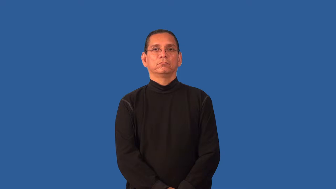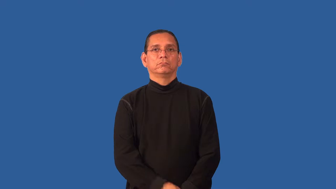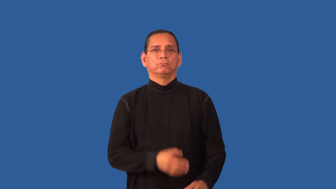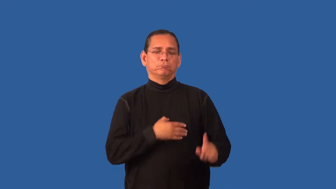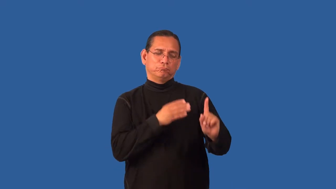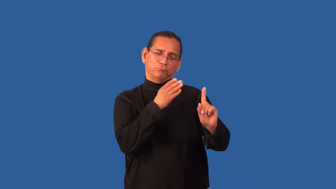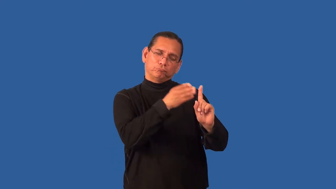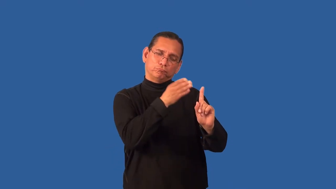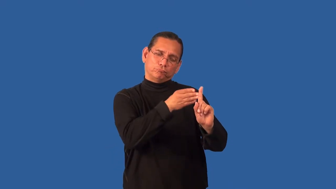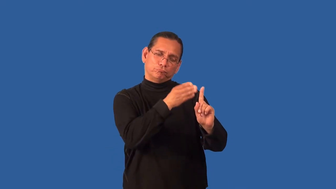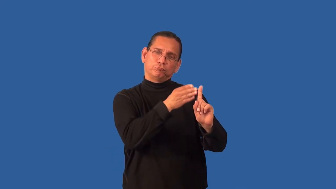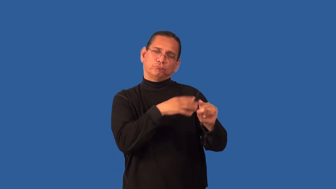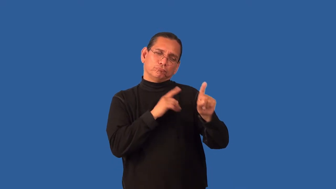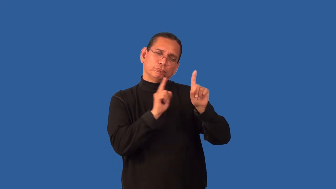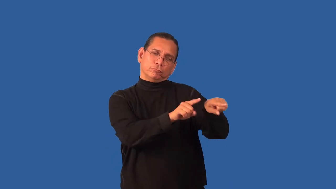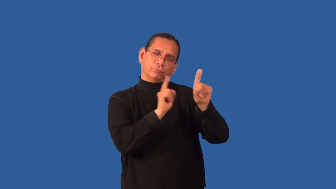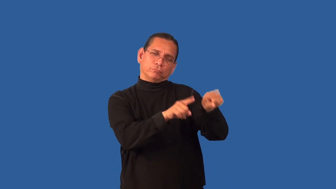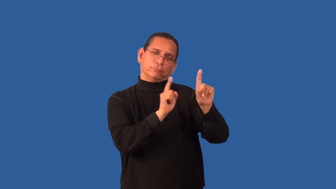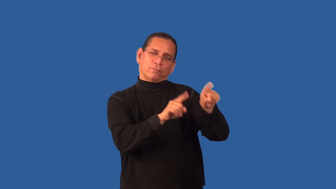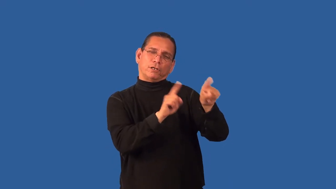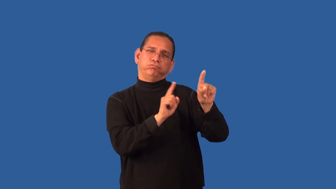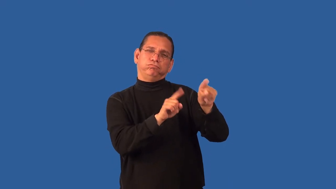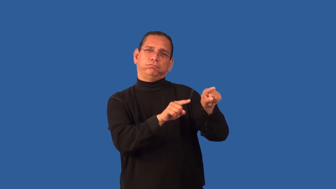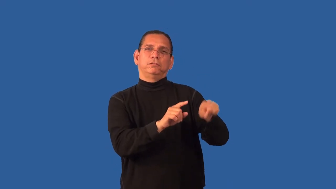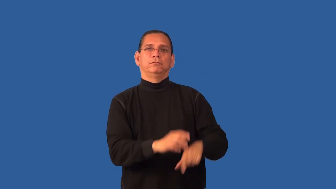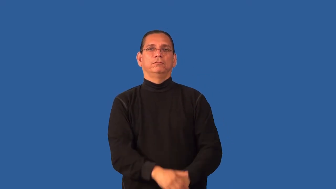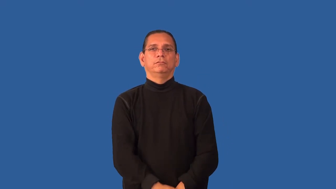haunt-place you go